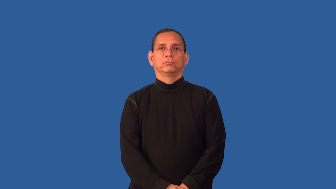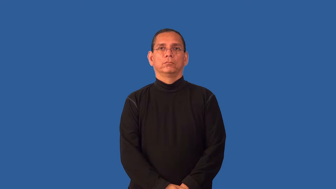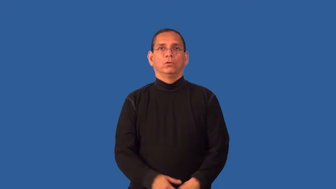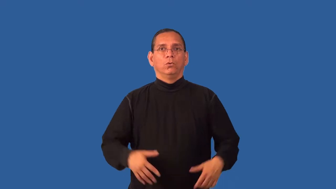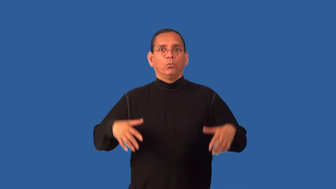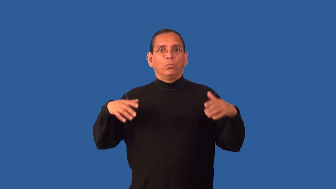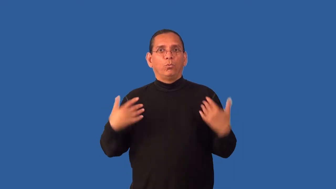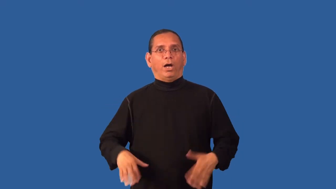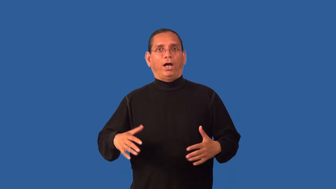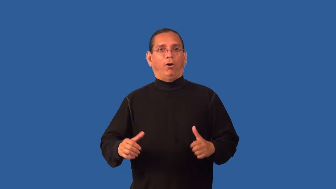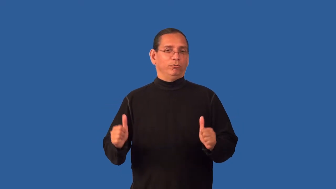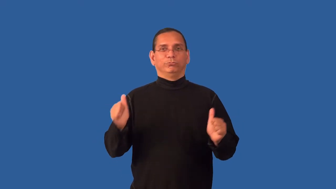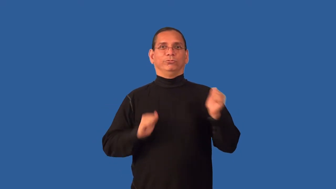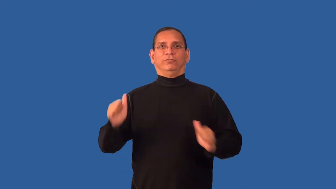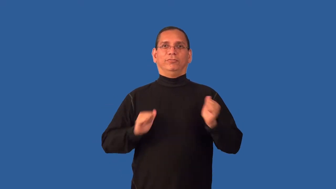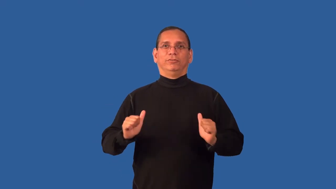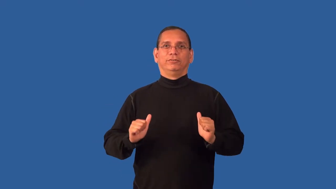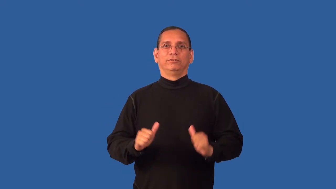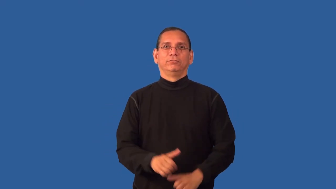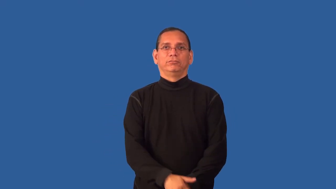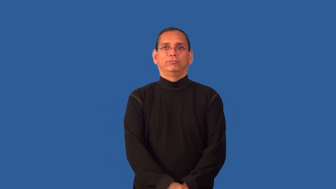dramatic